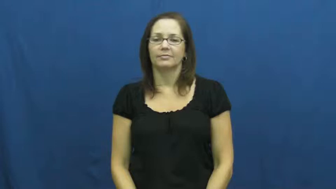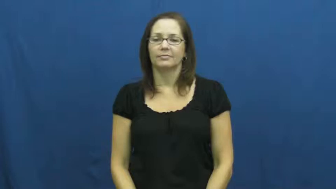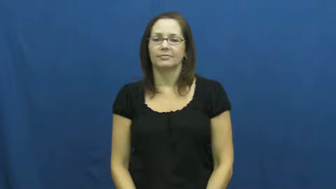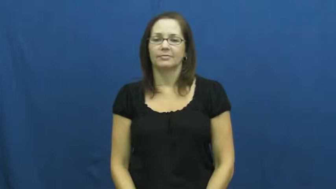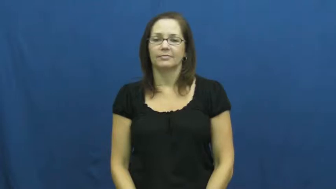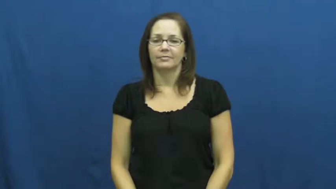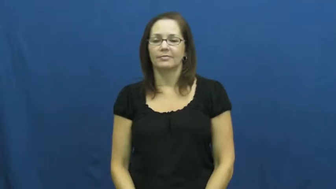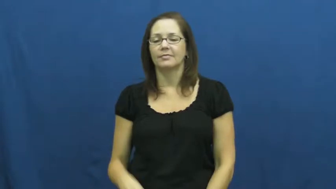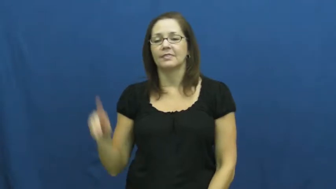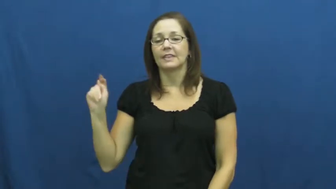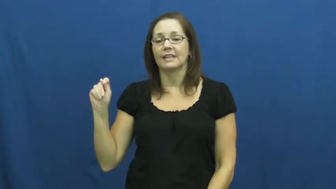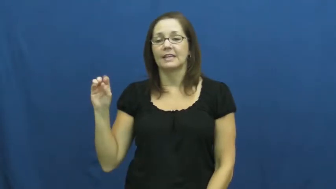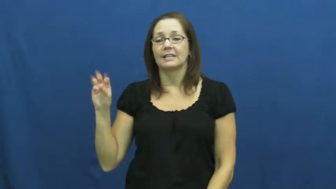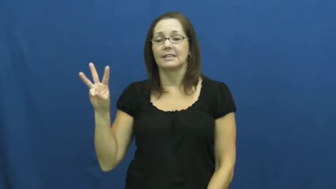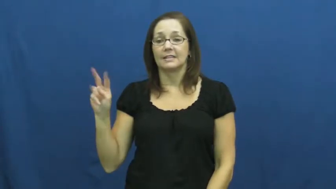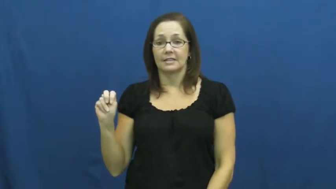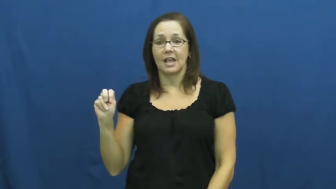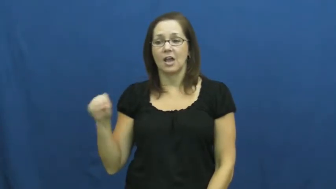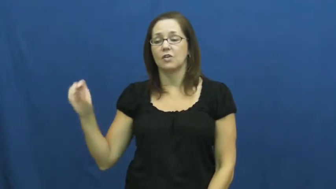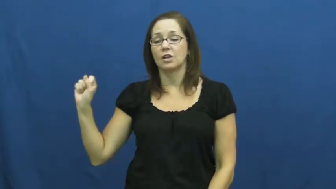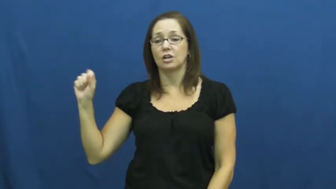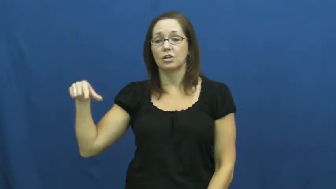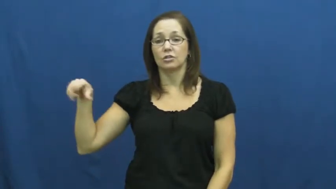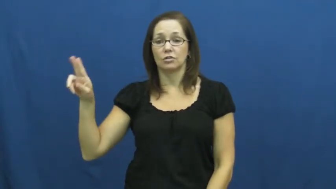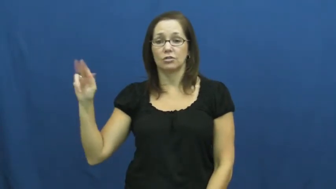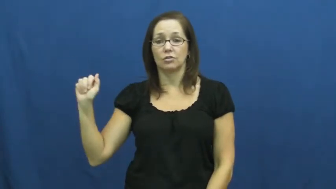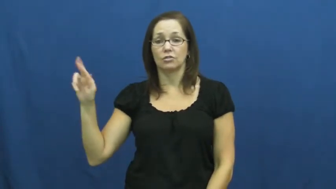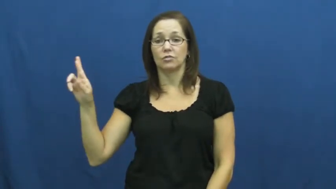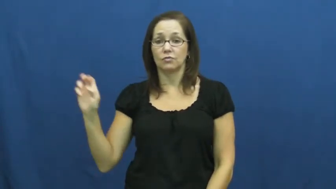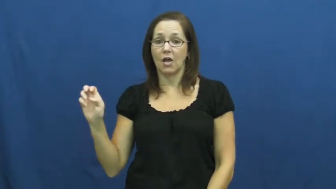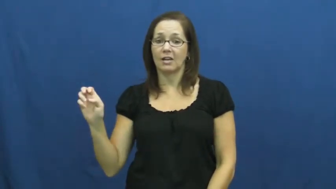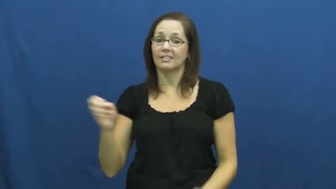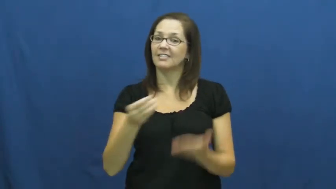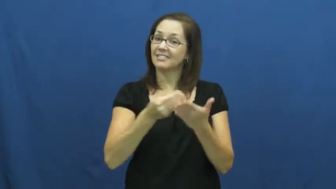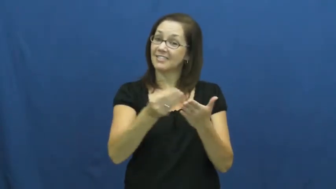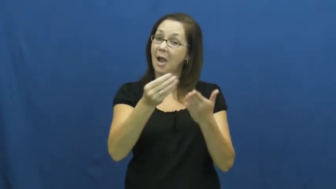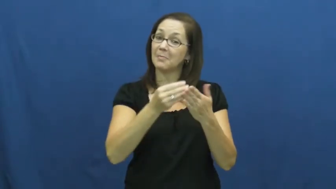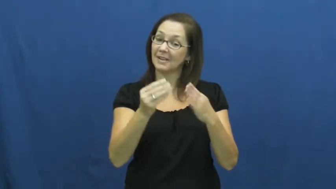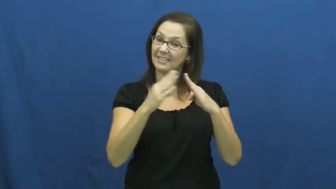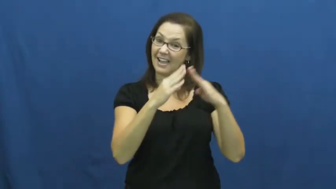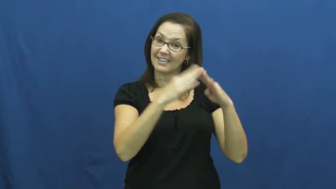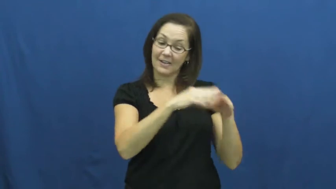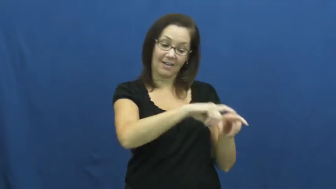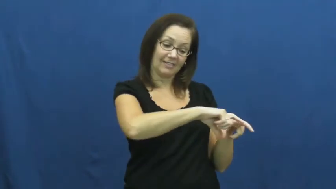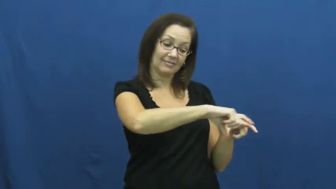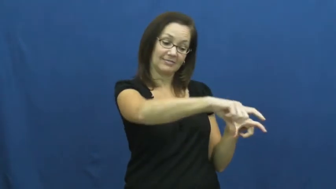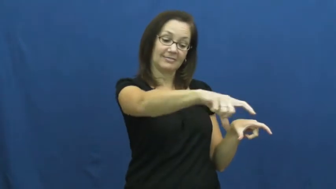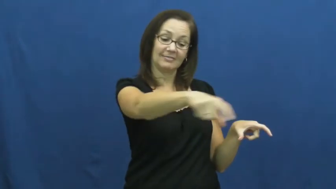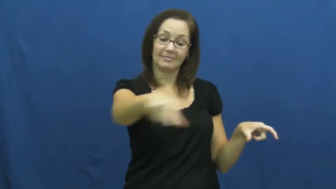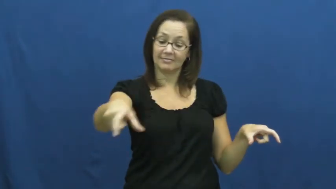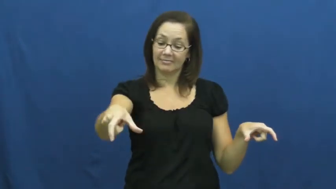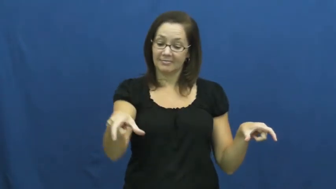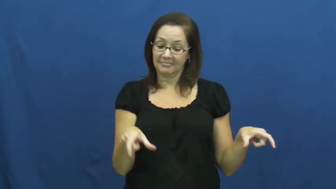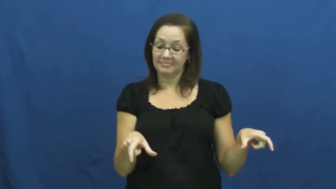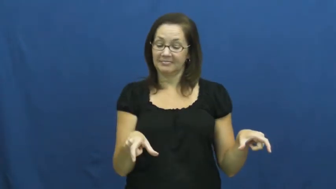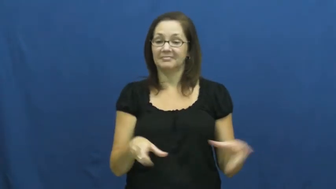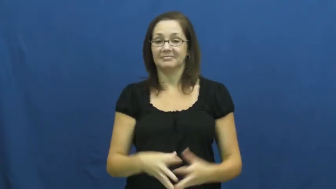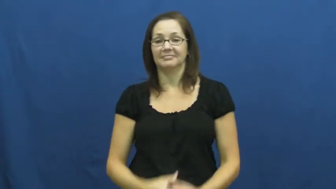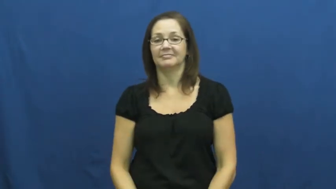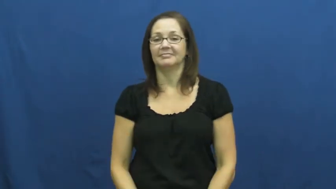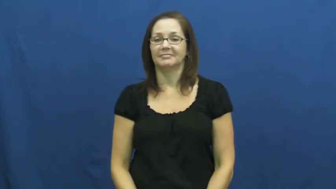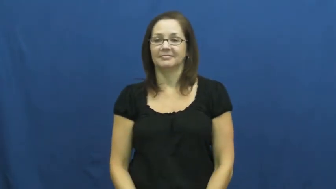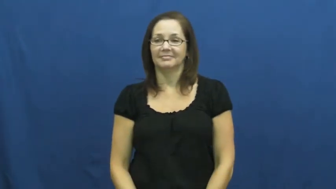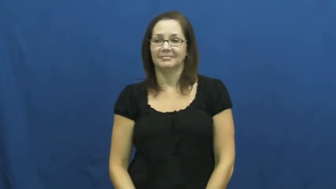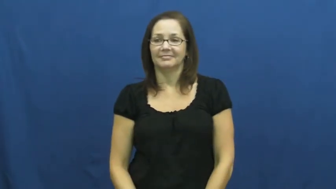square-town